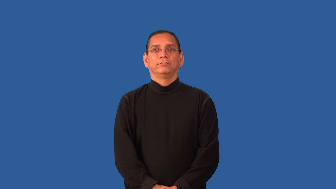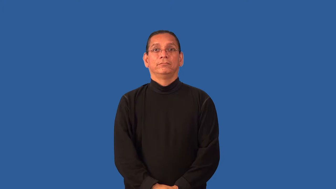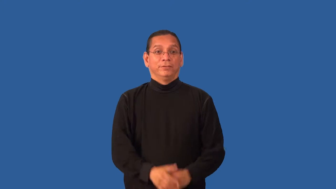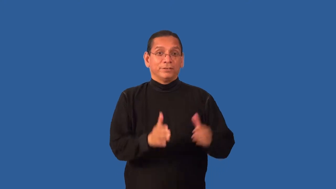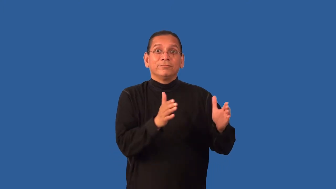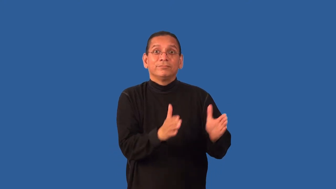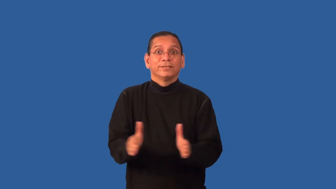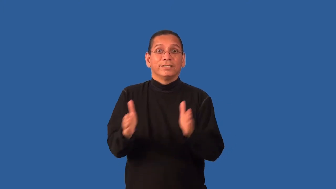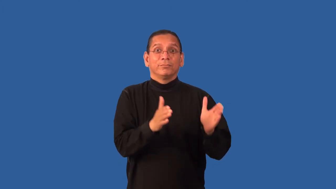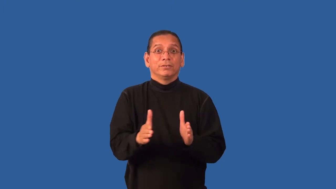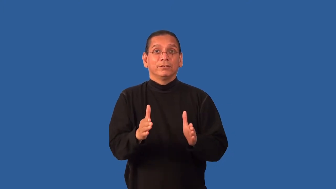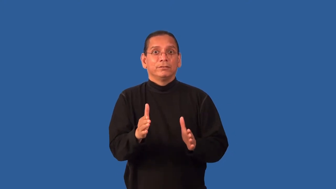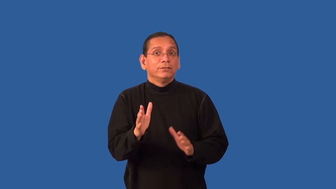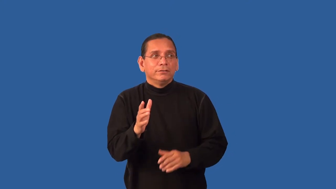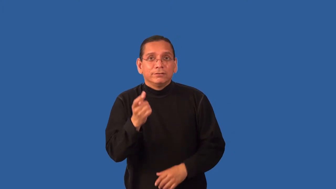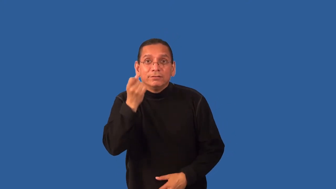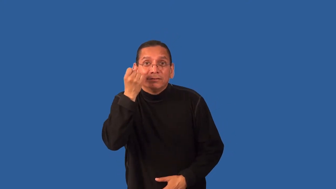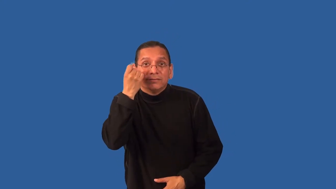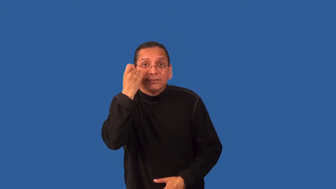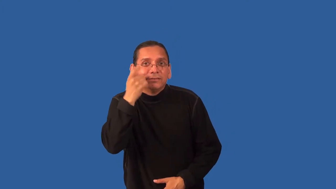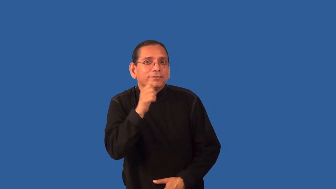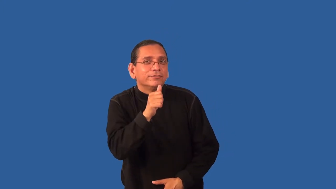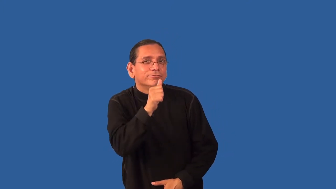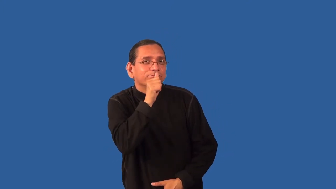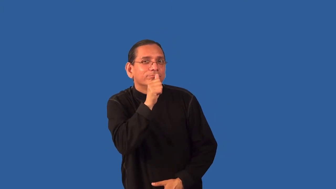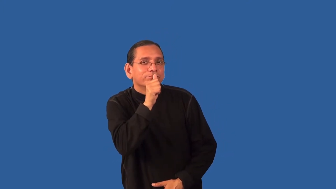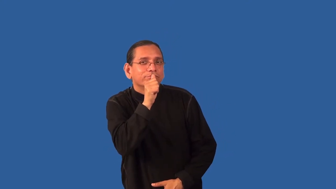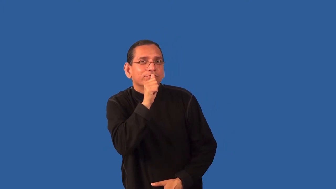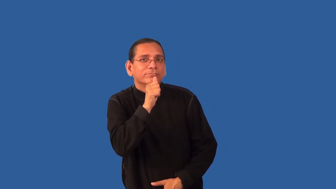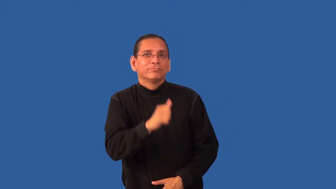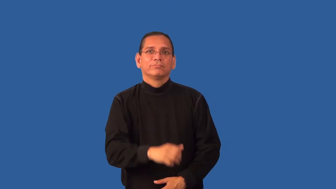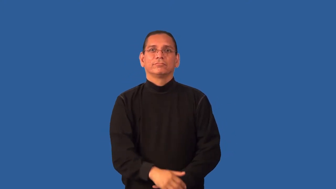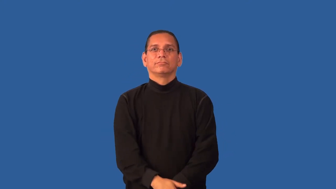hatch-plan